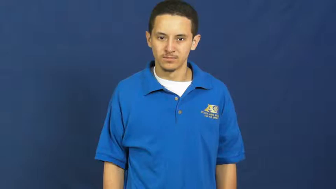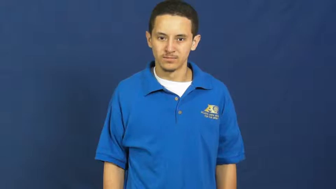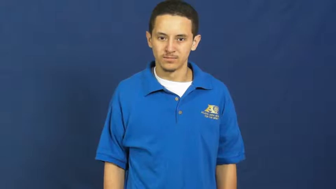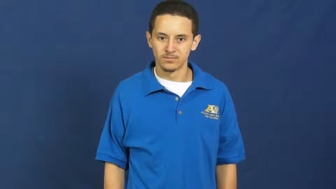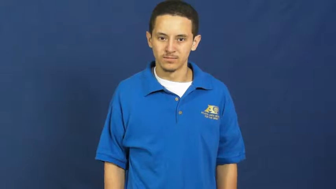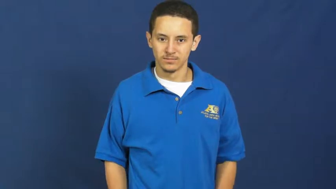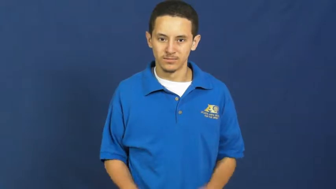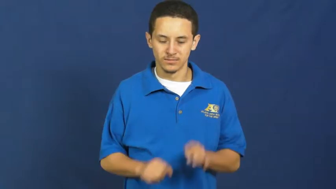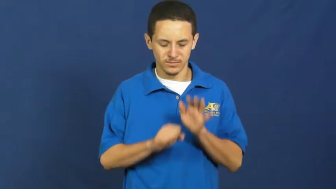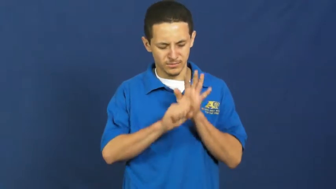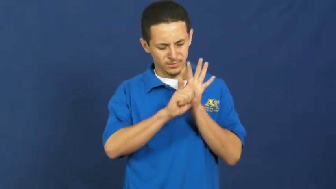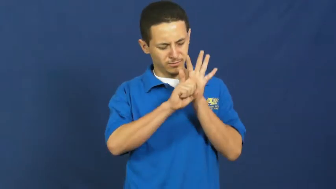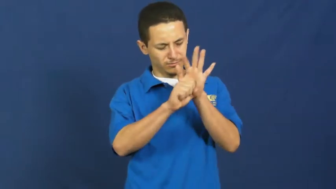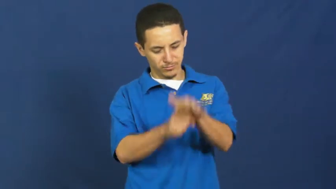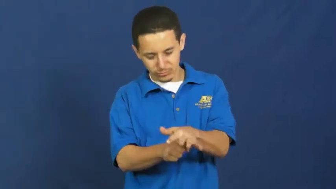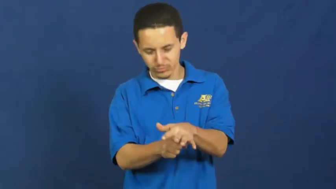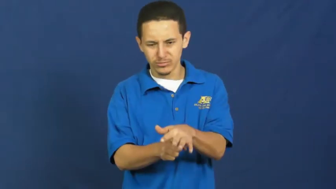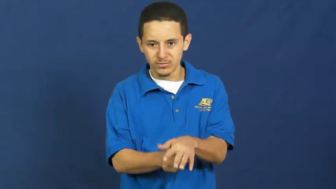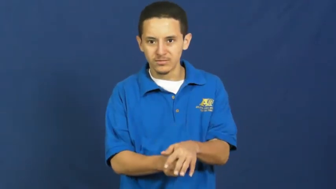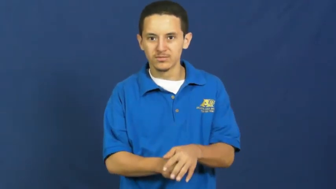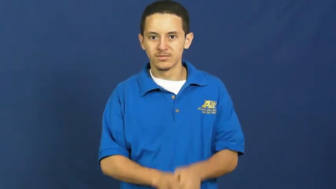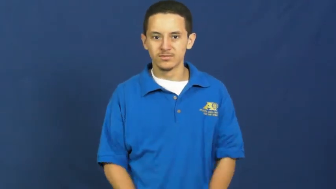oppress,beat down,ice,illberal,downtrodden,infelicitous,quash,suppress,bury